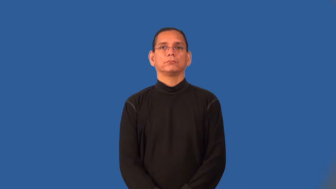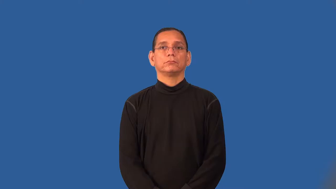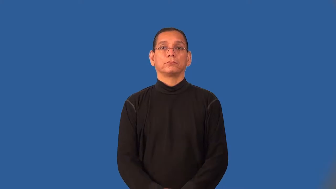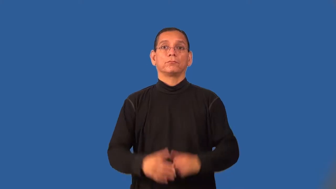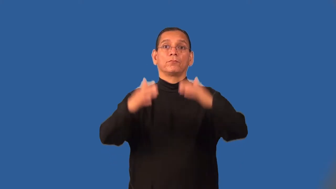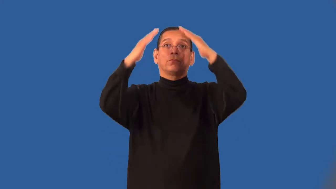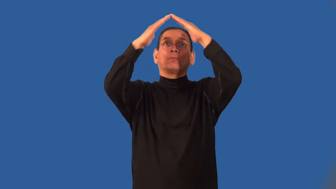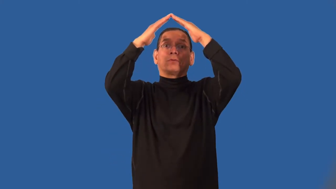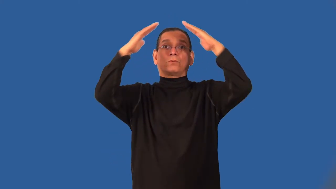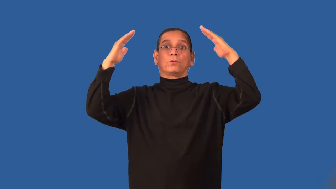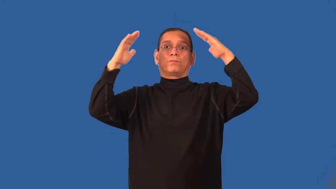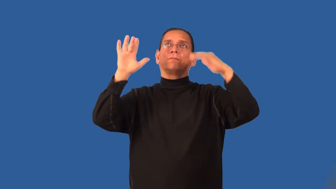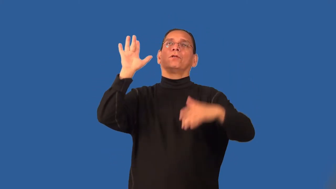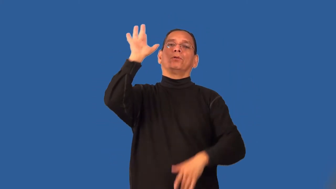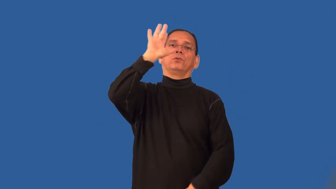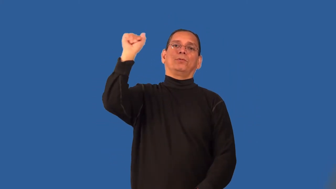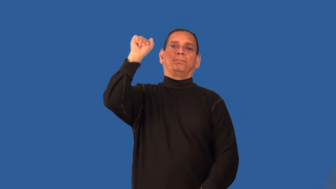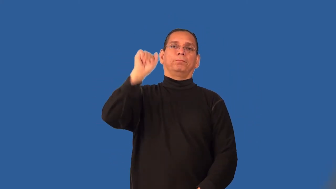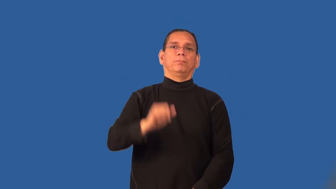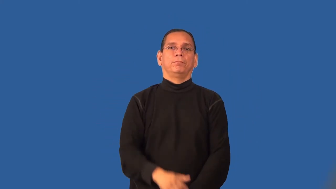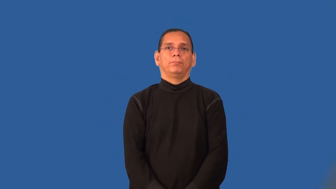roofless-no roof